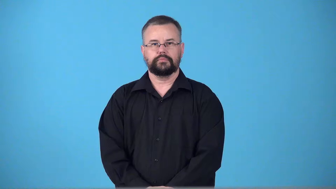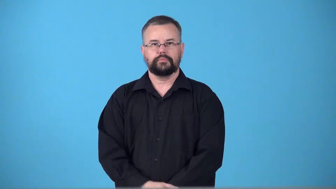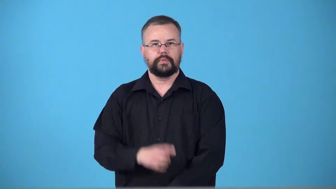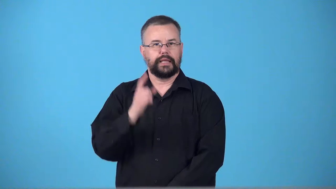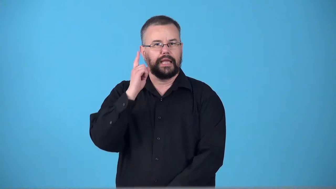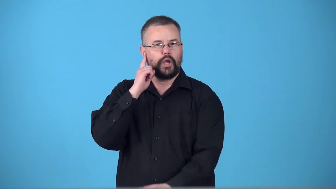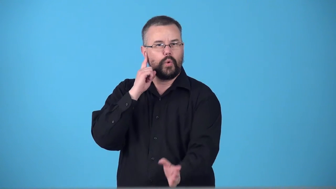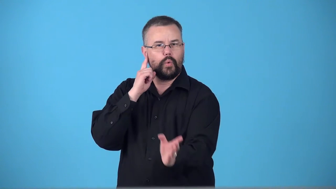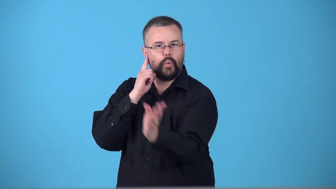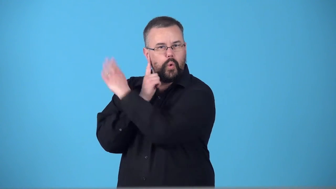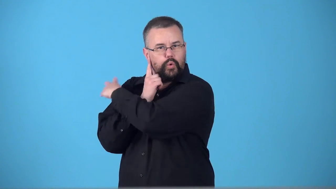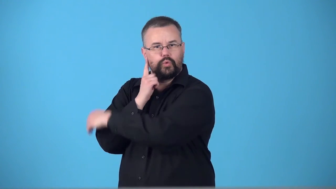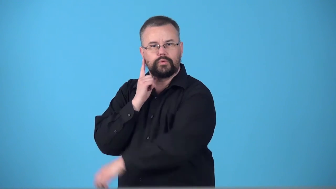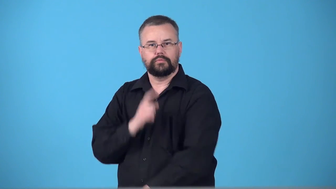swoosh